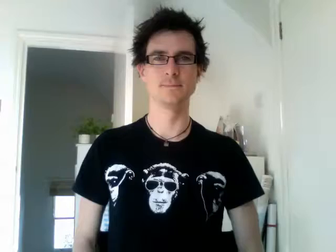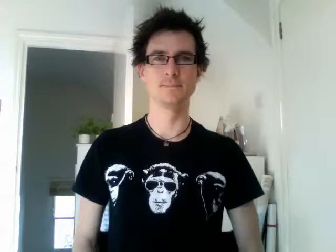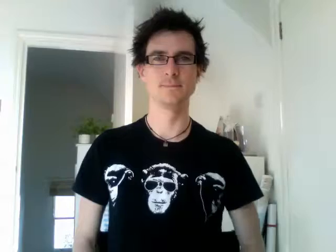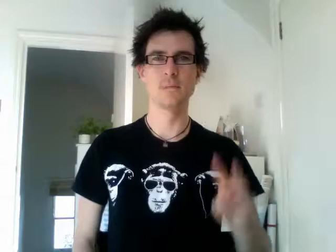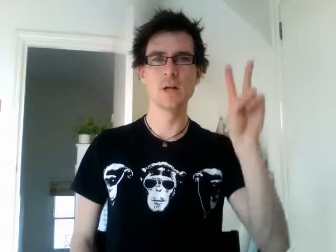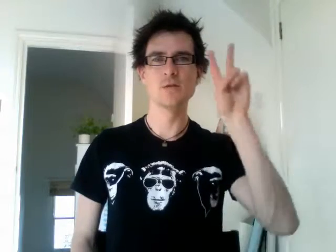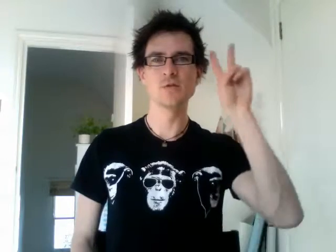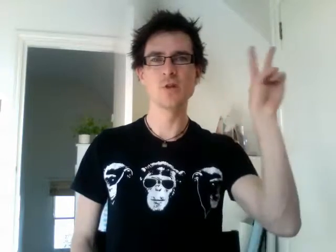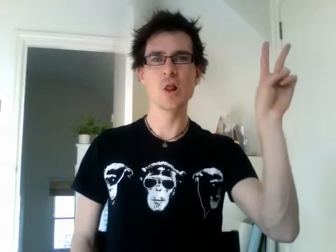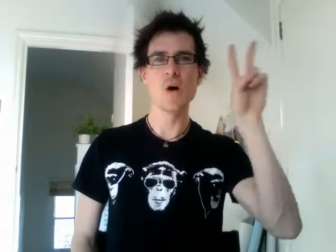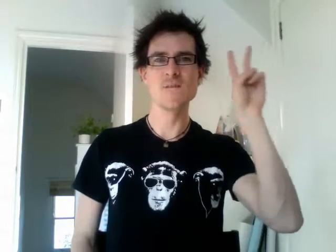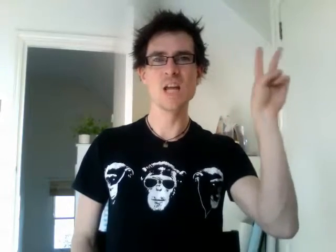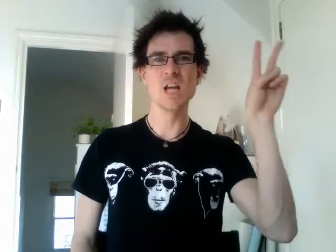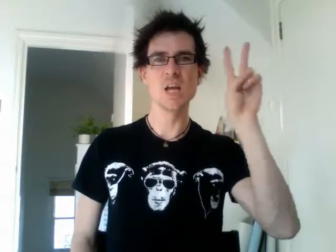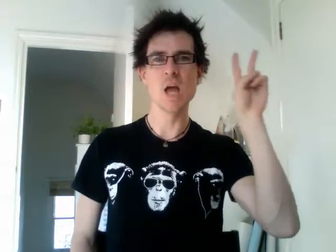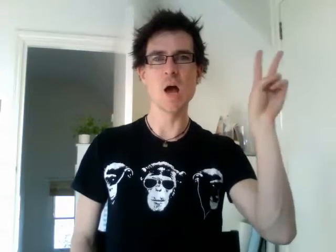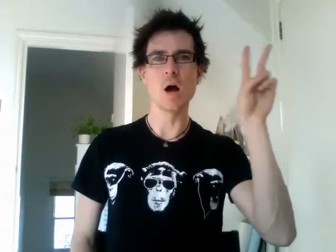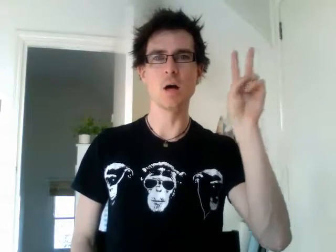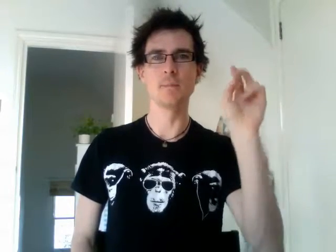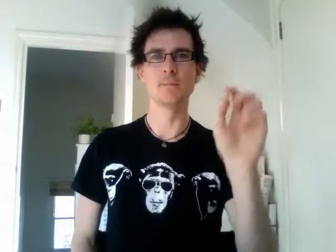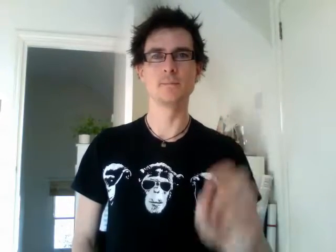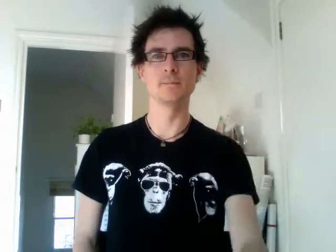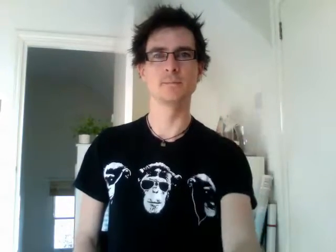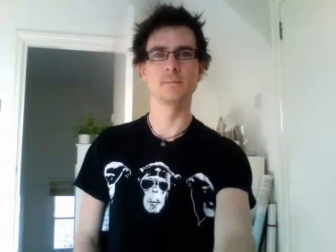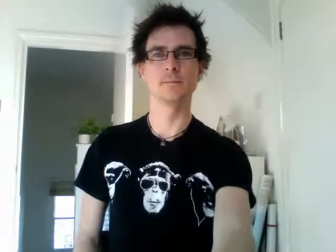solvenia